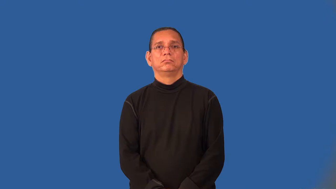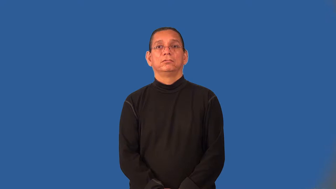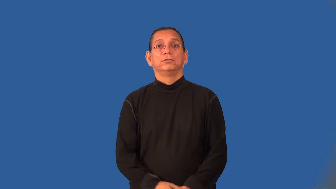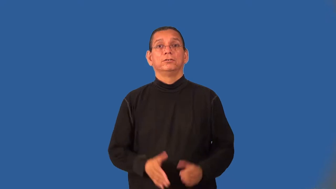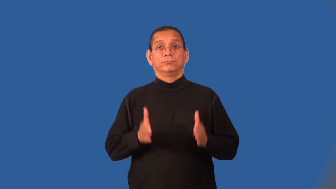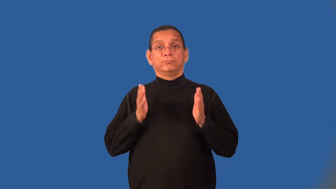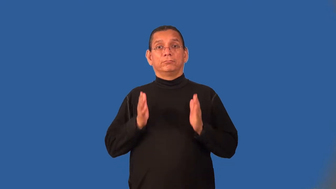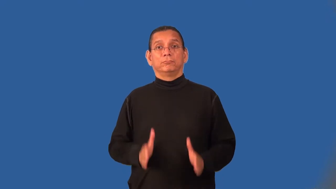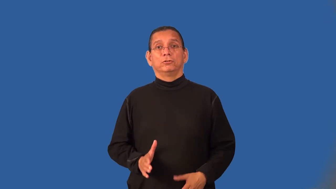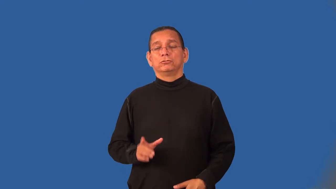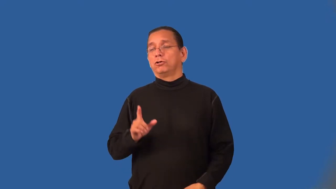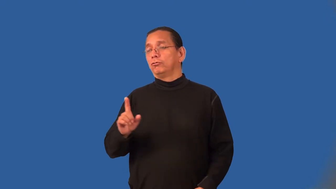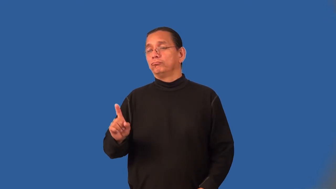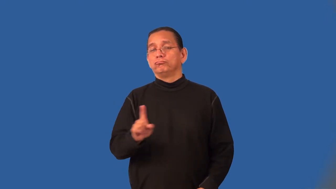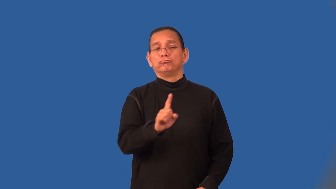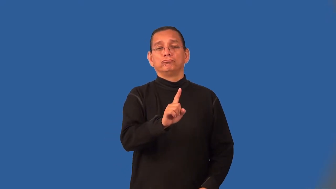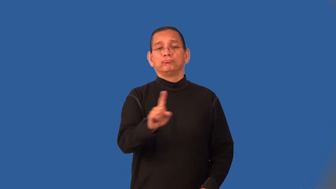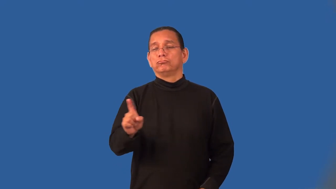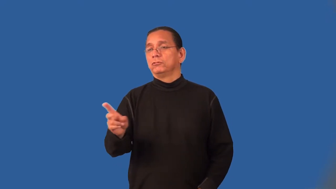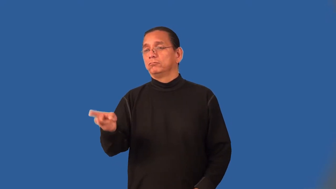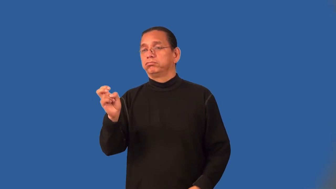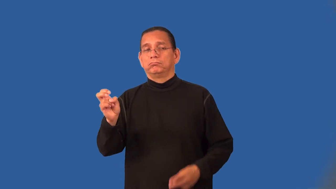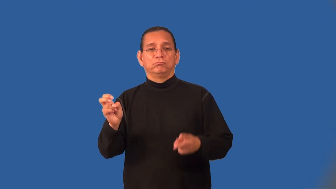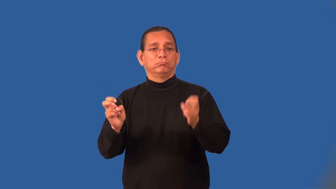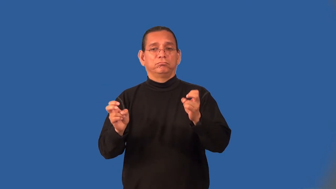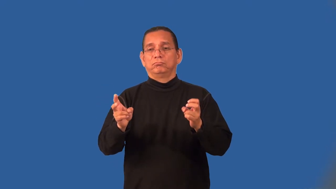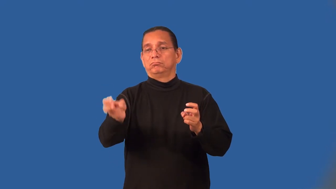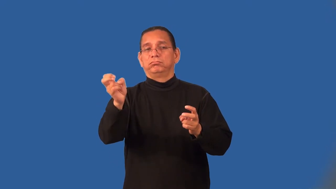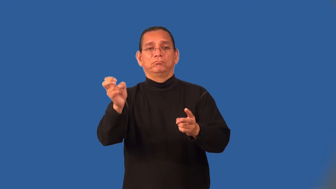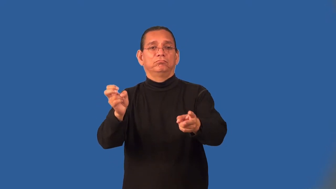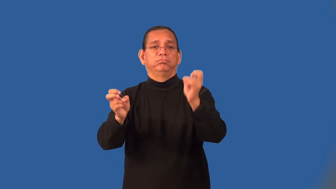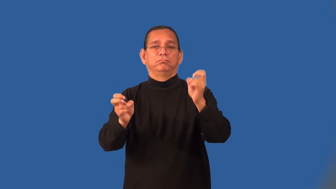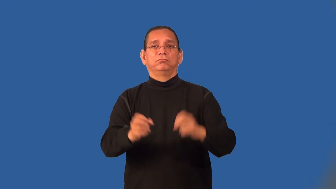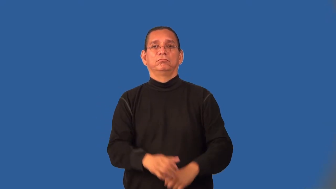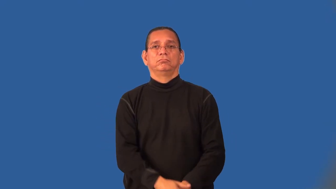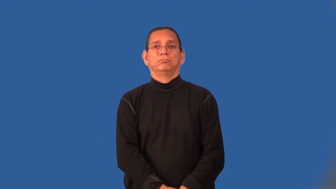raider